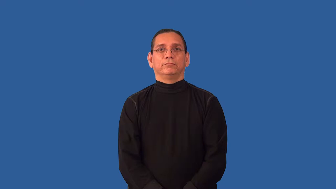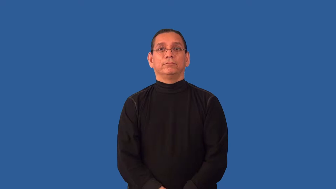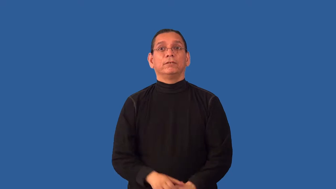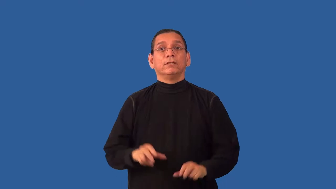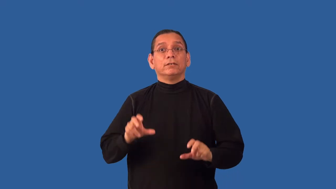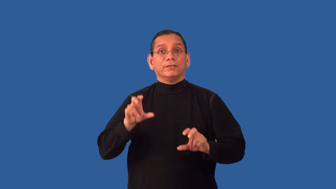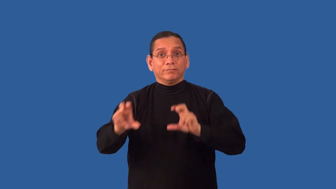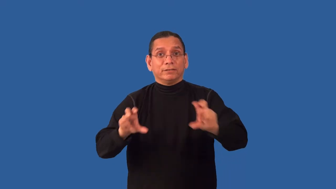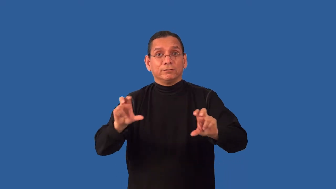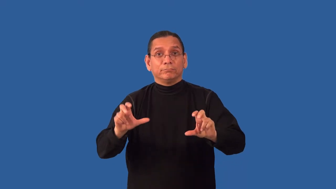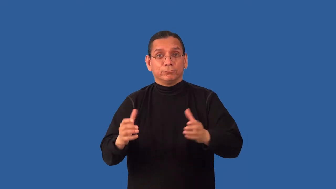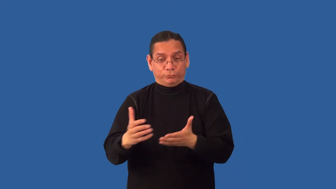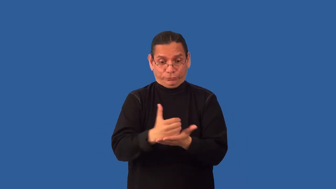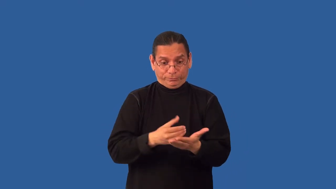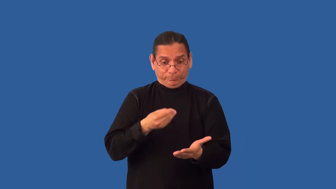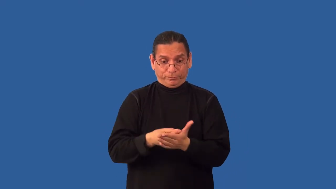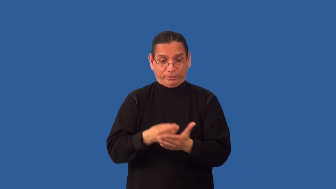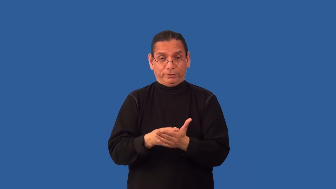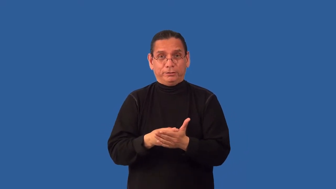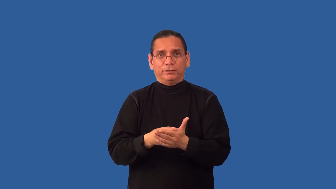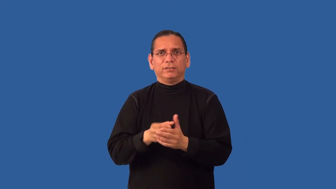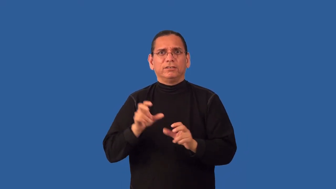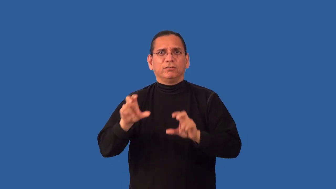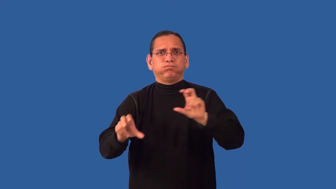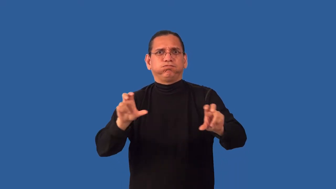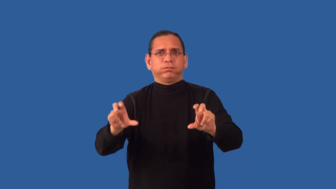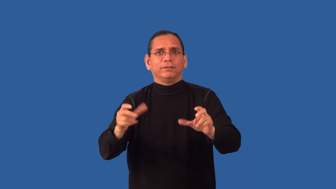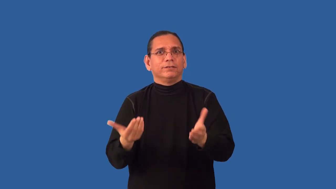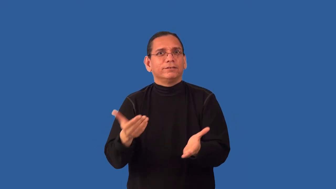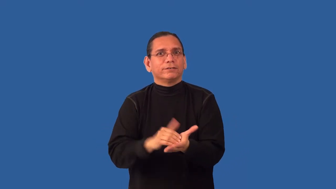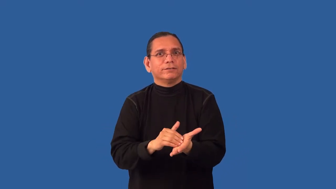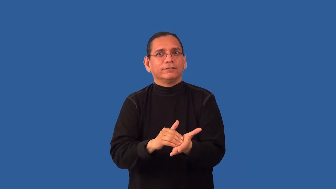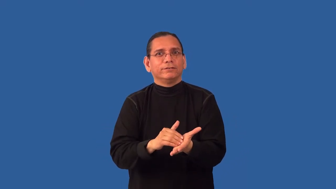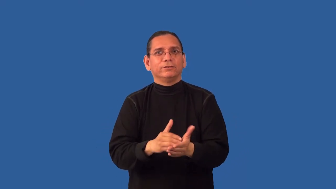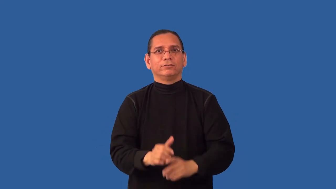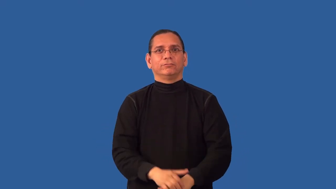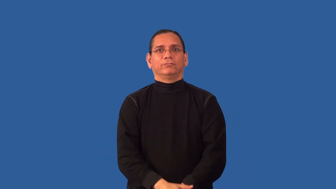reinvest